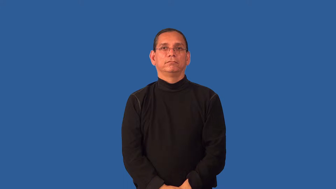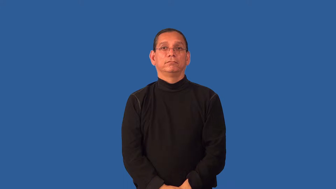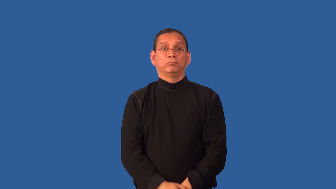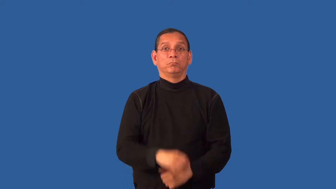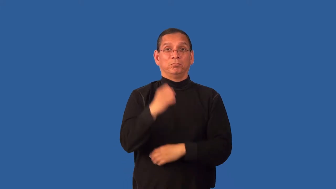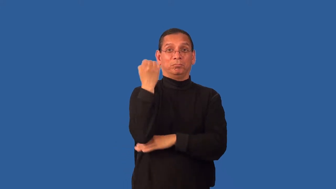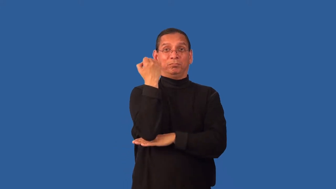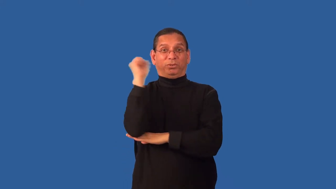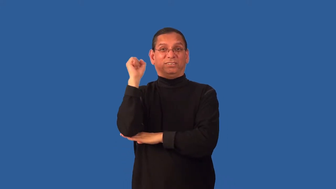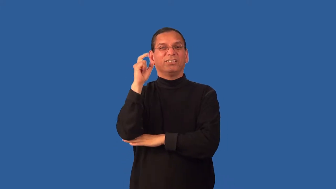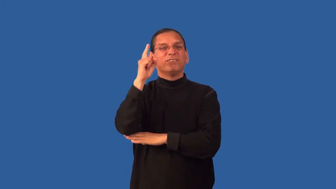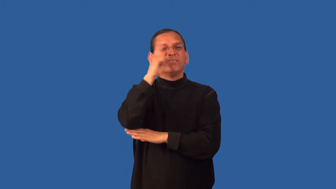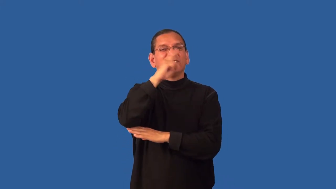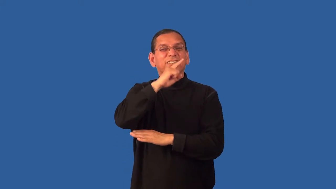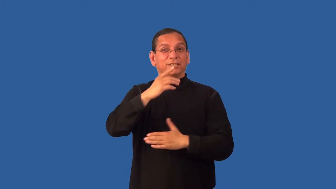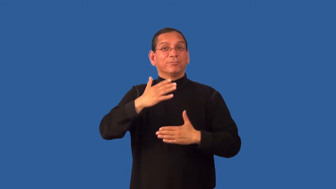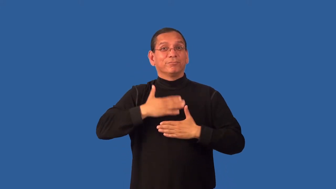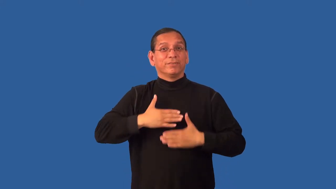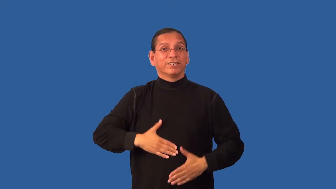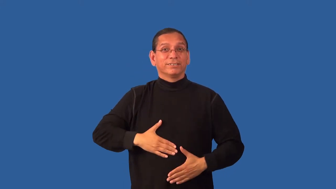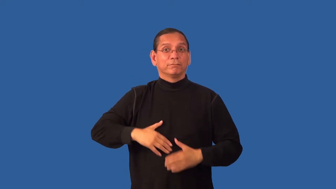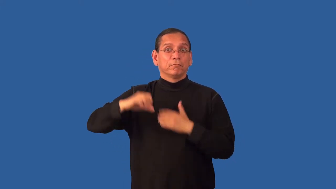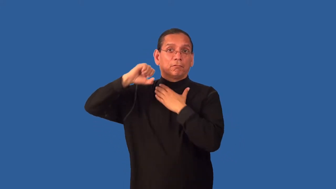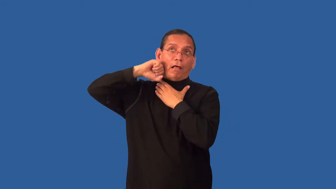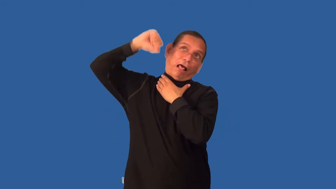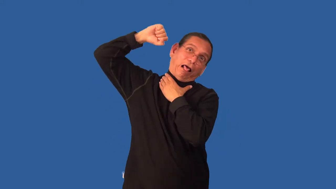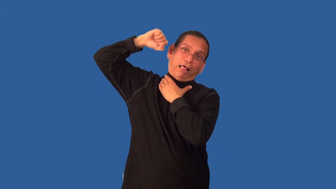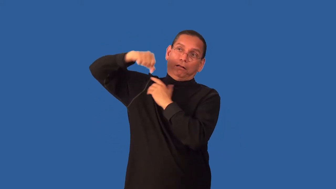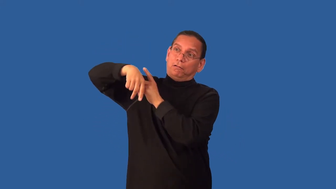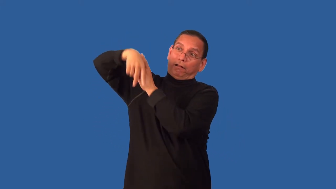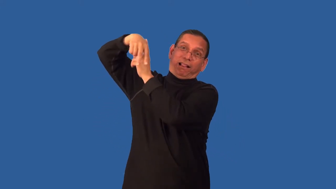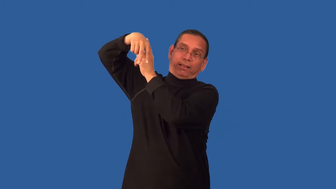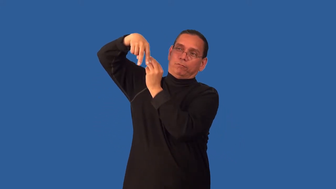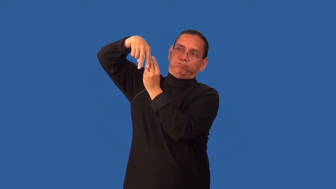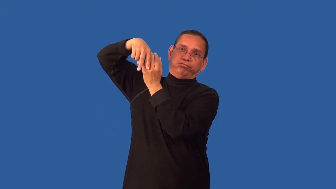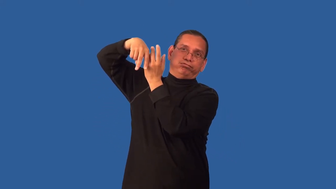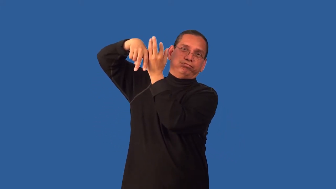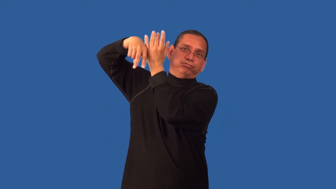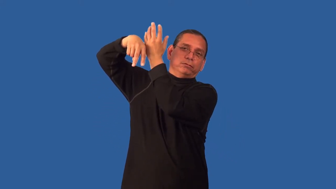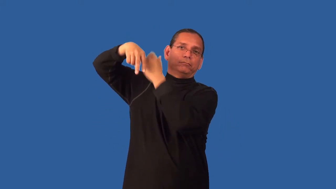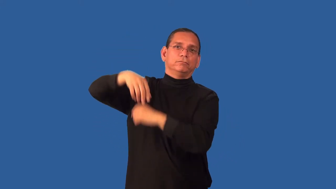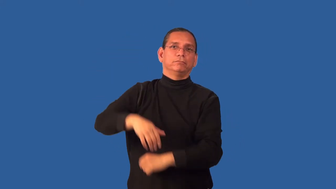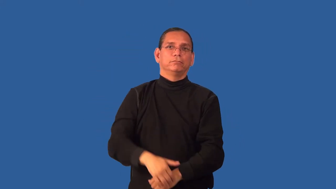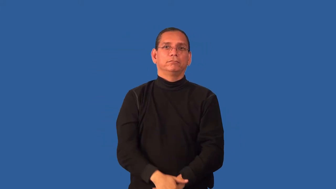hang in effigy